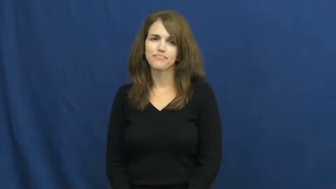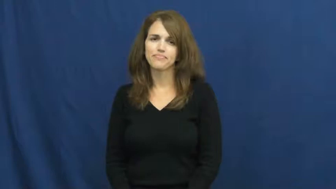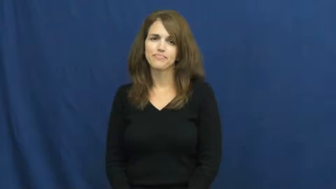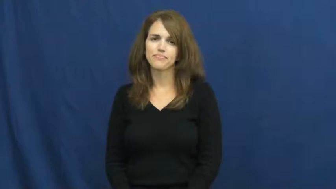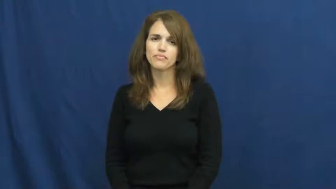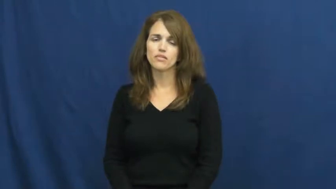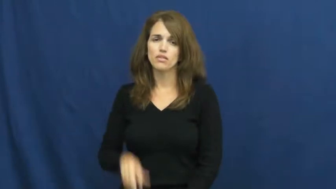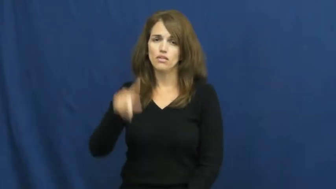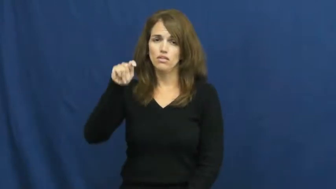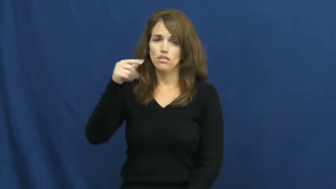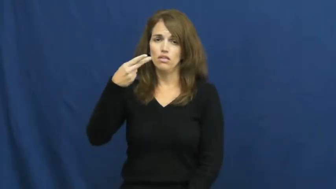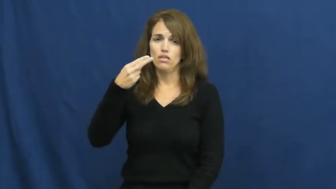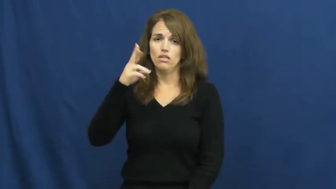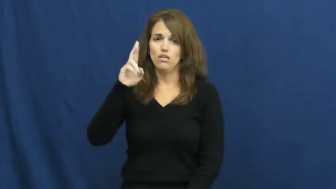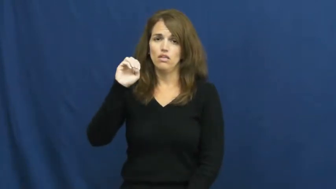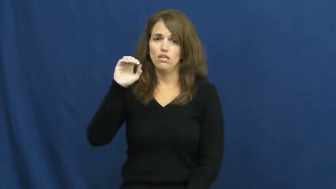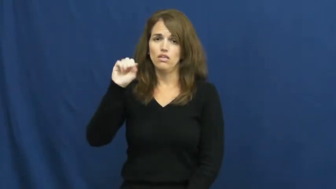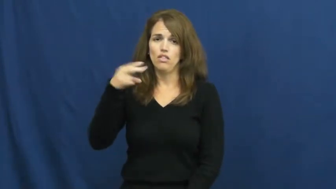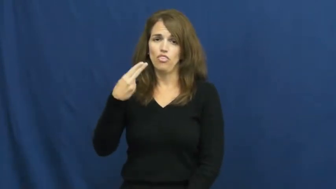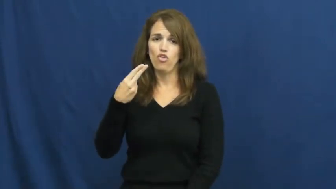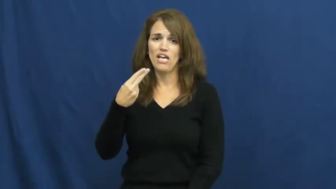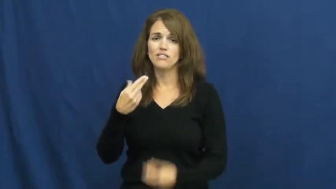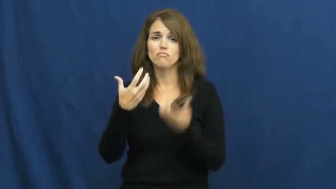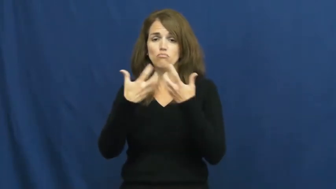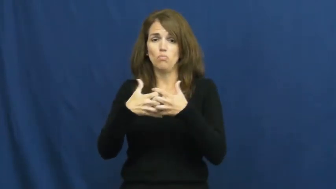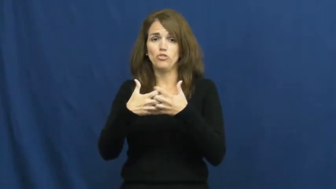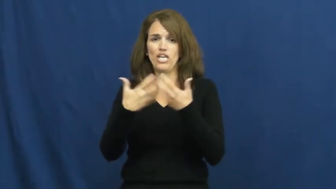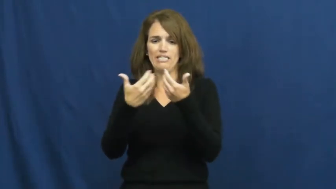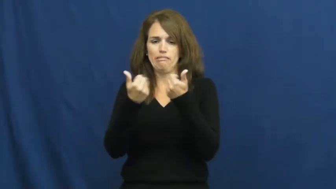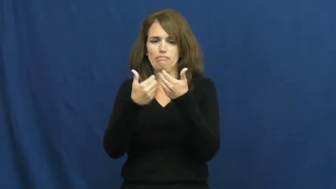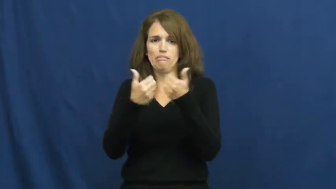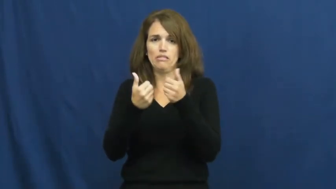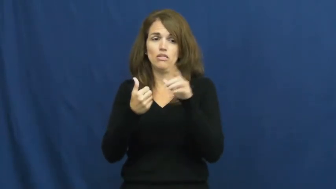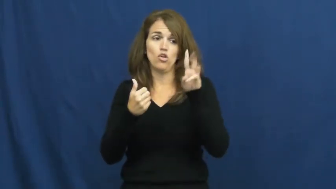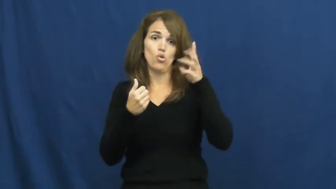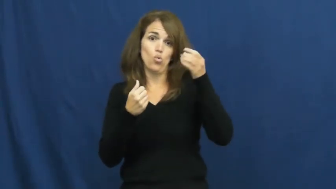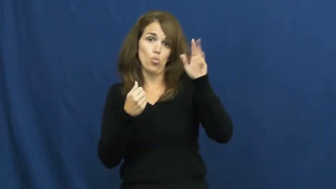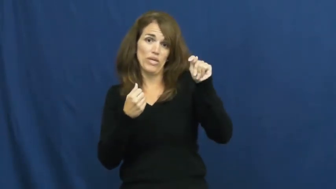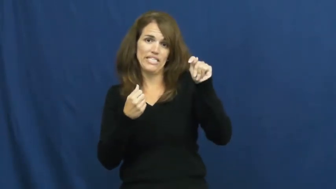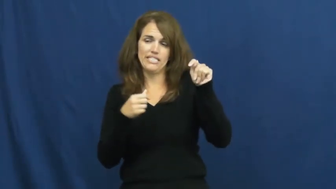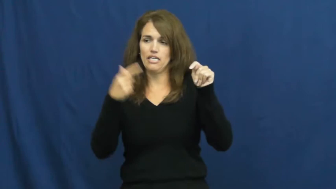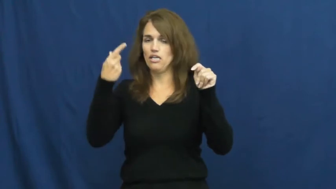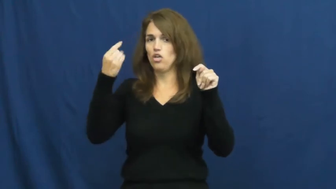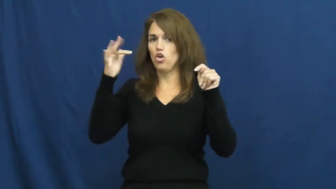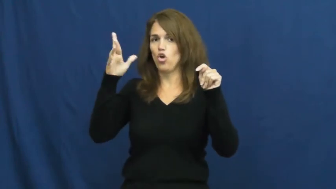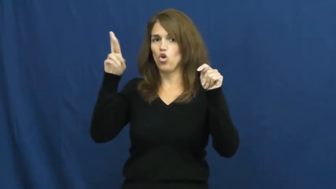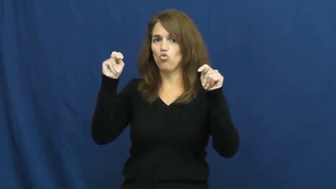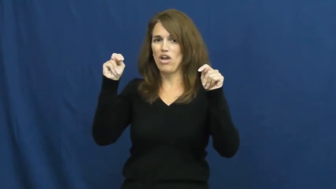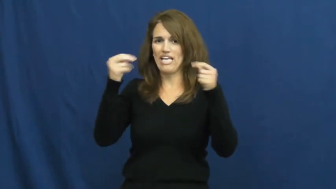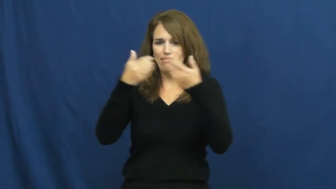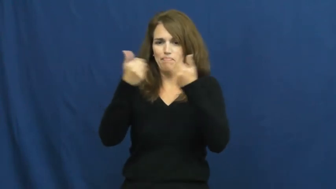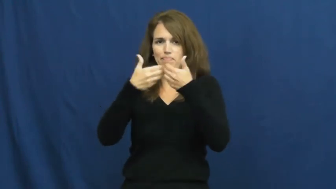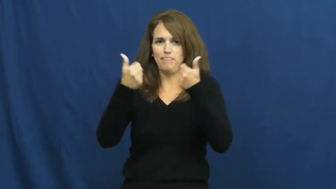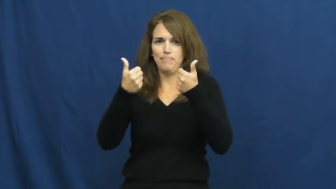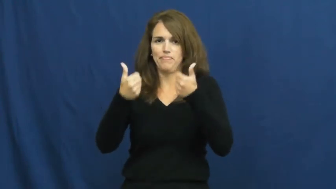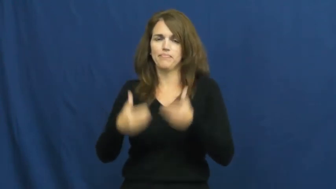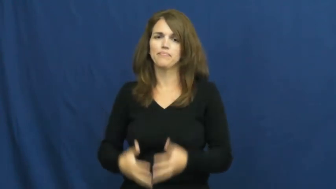thresh